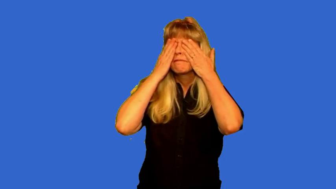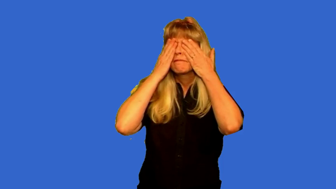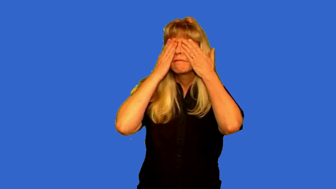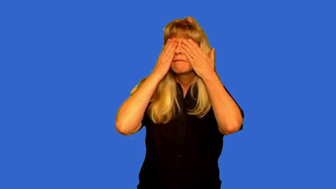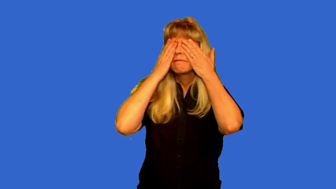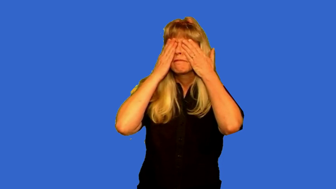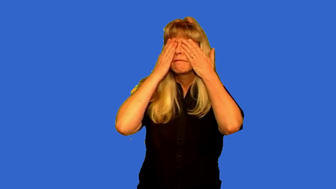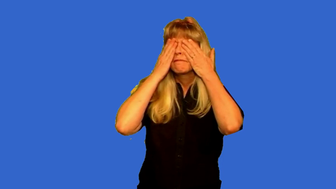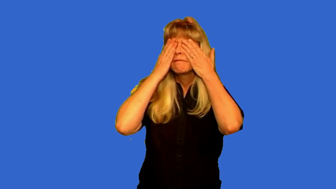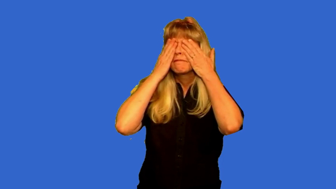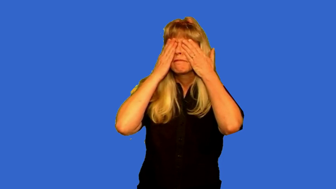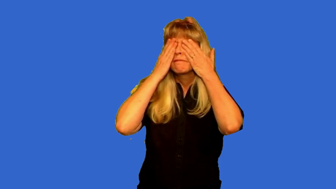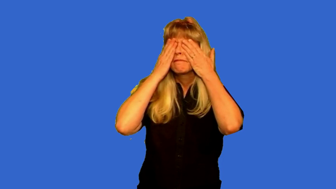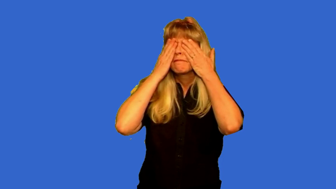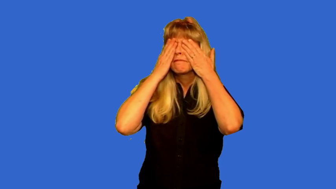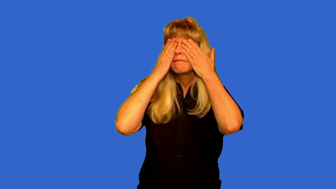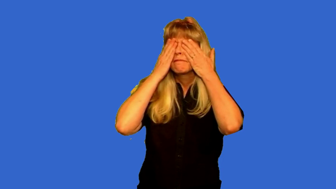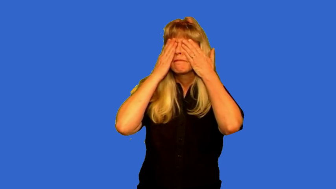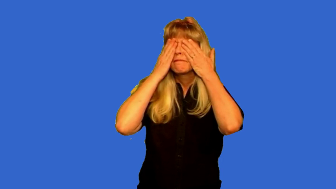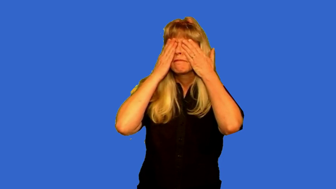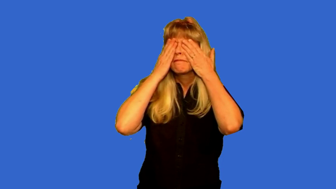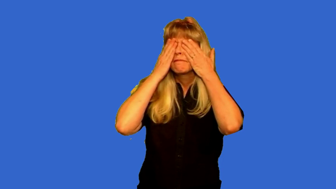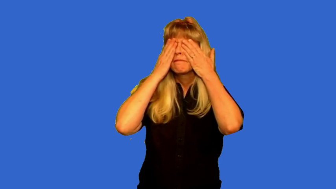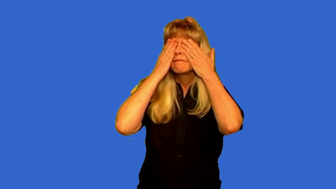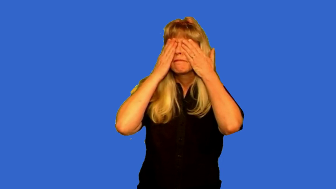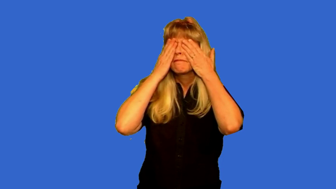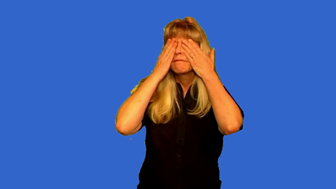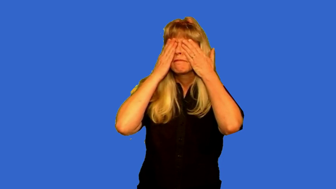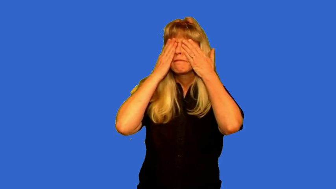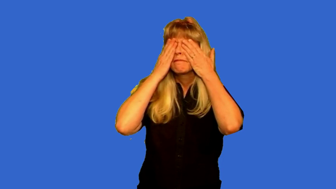covered eyes